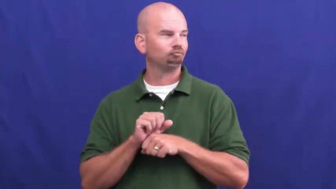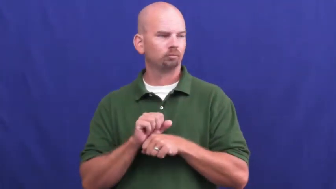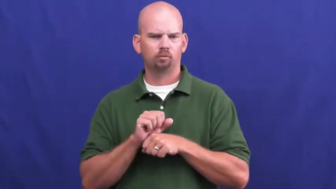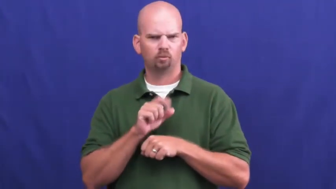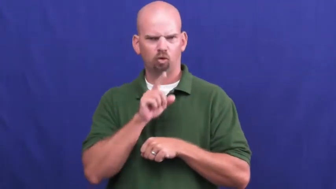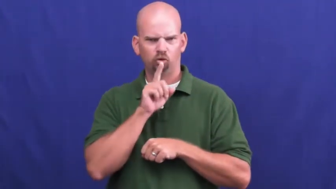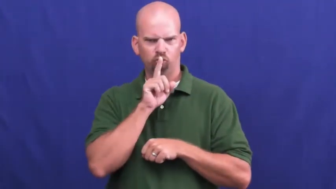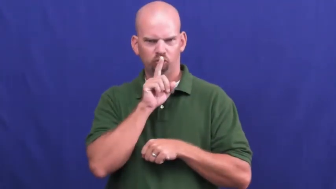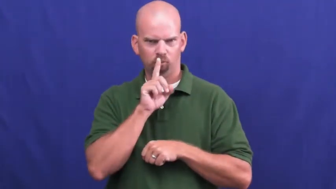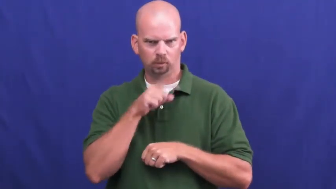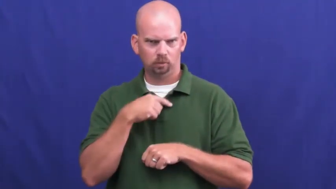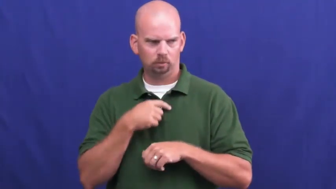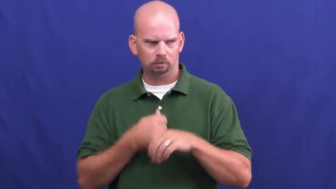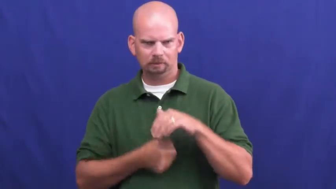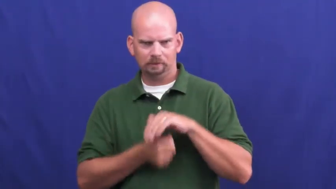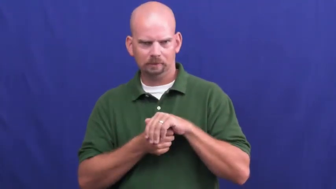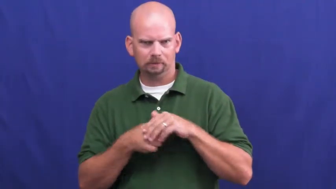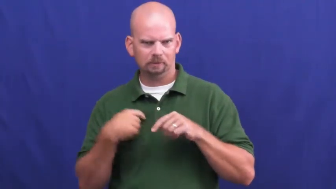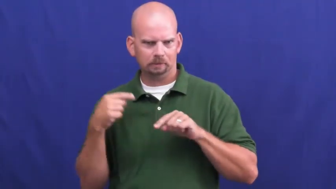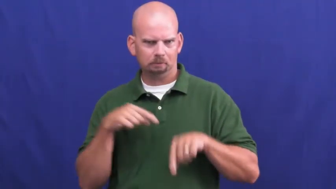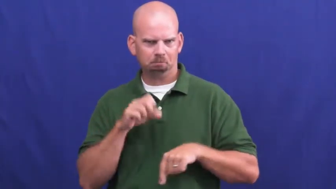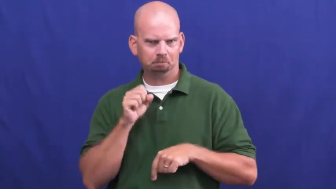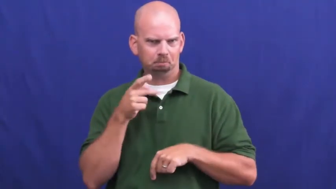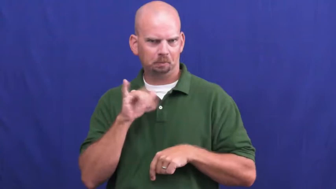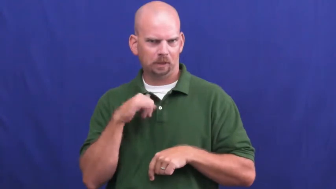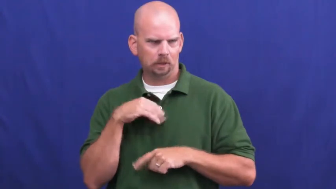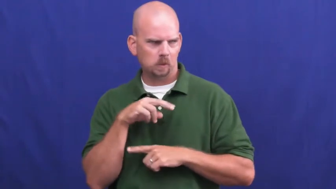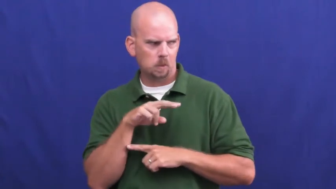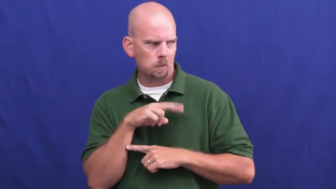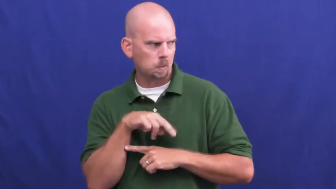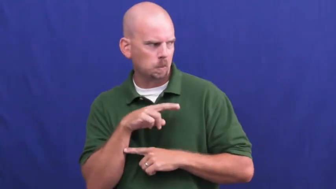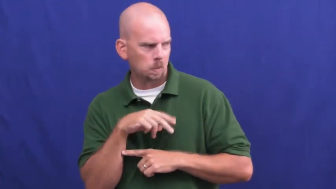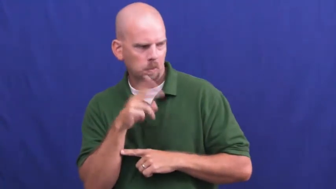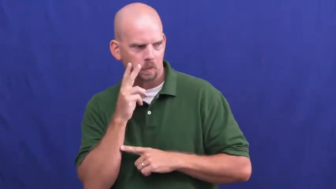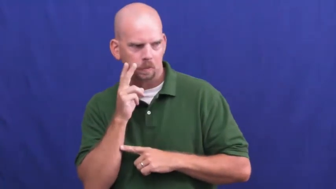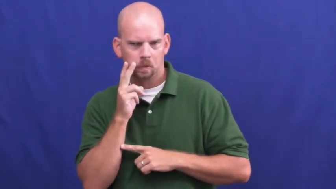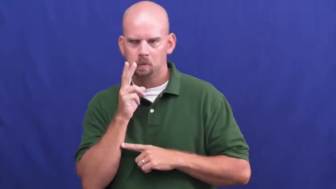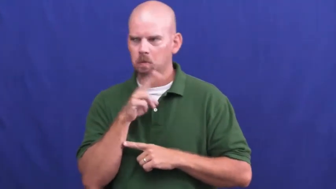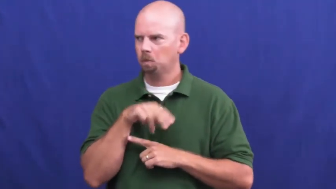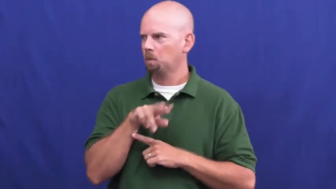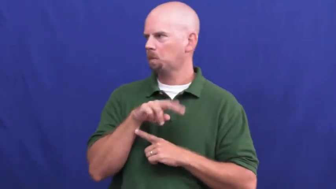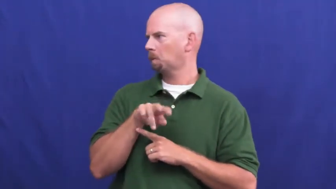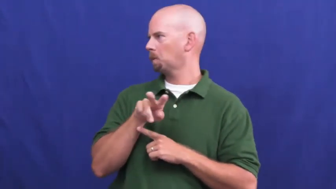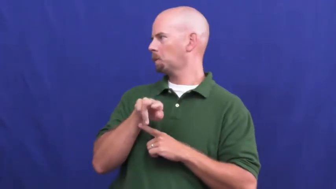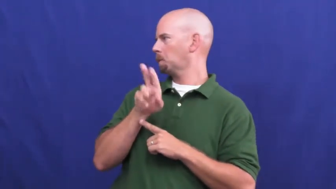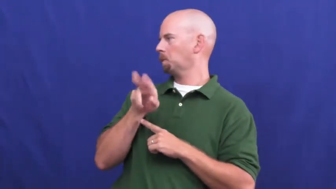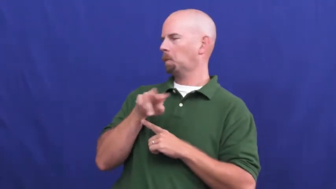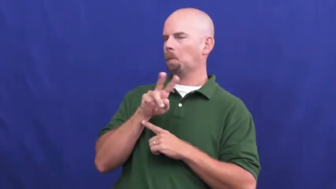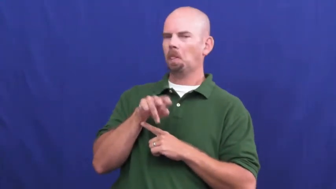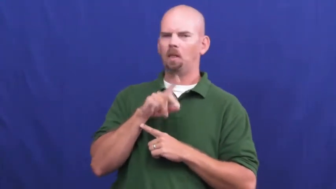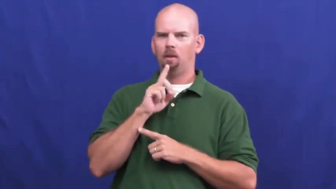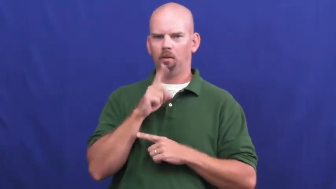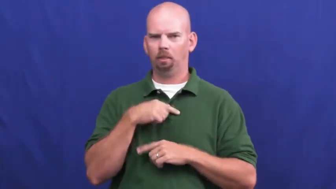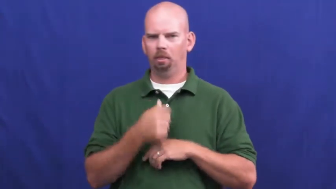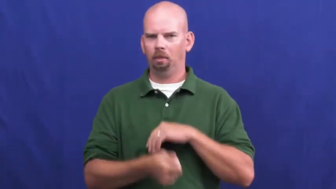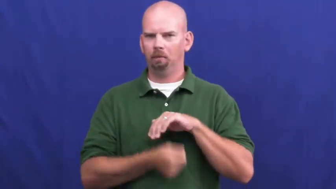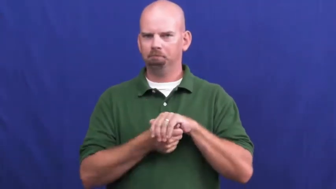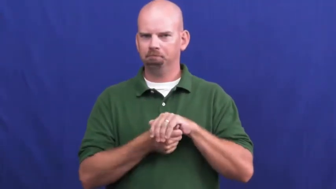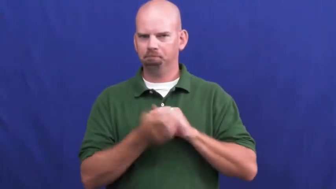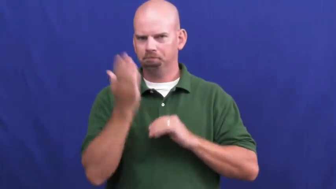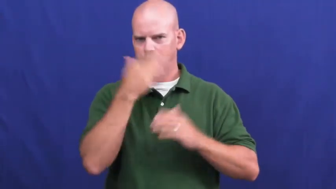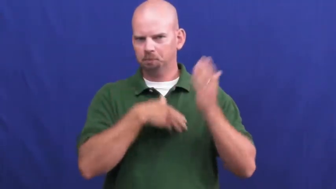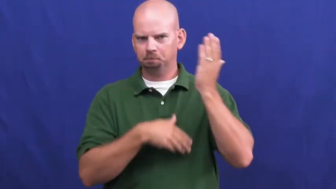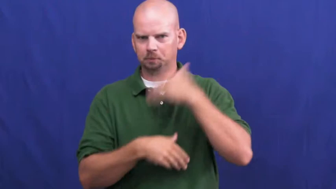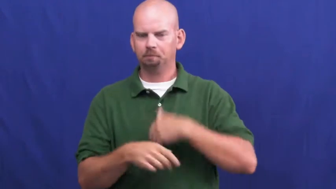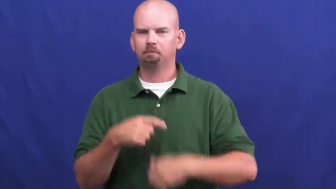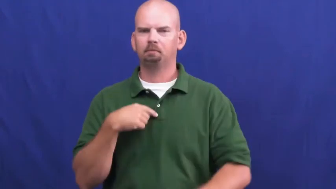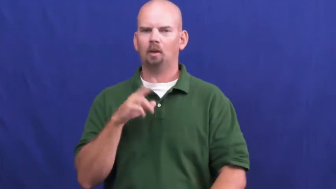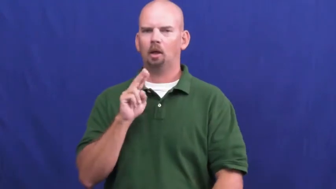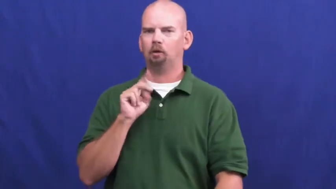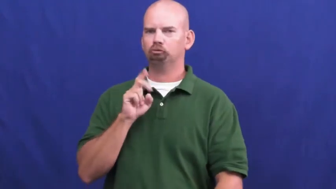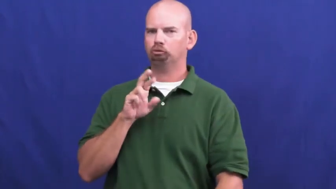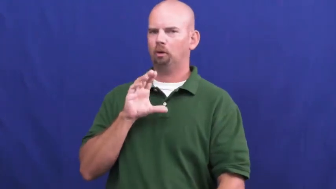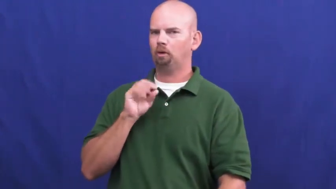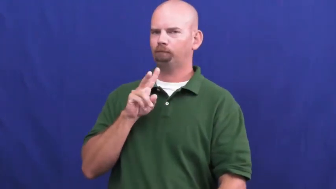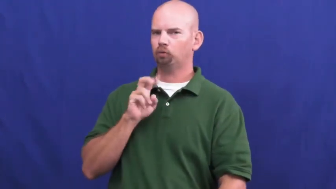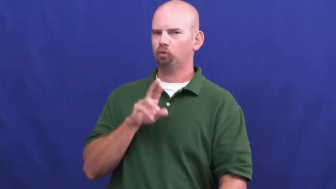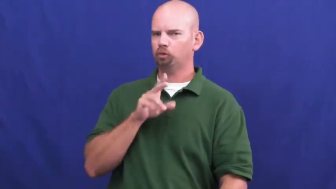undercover